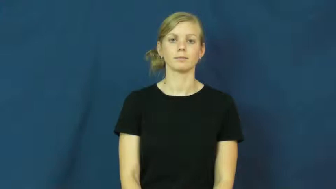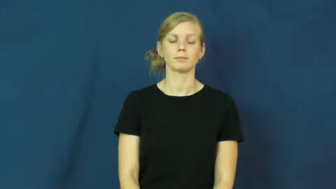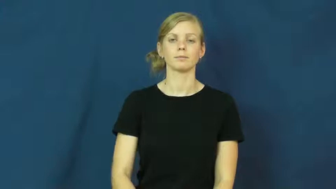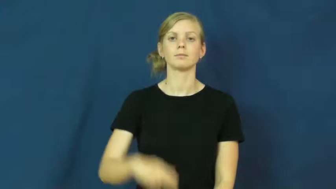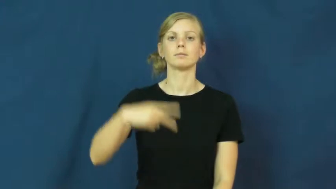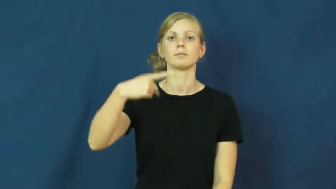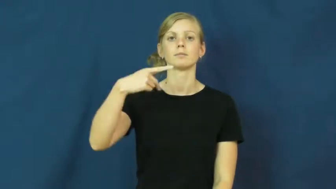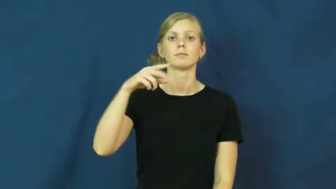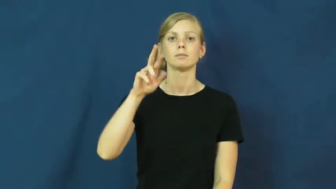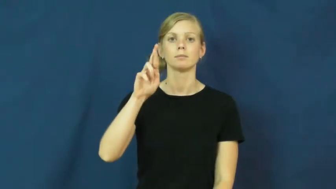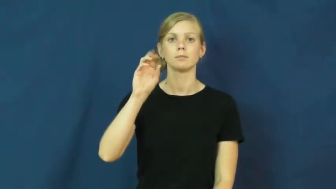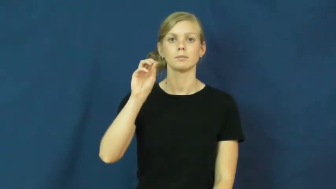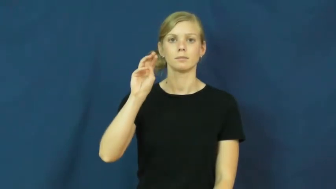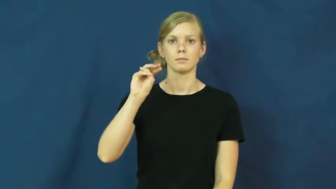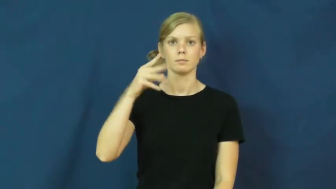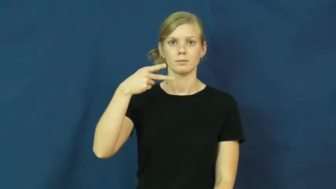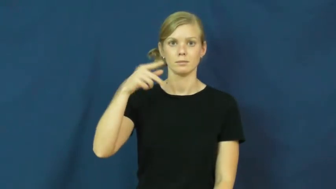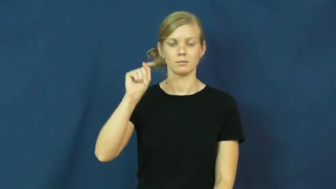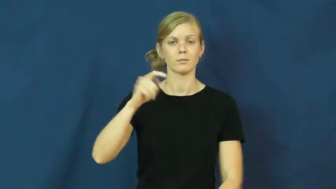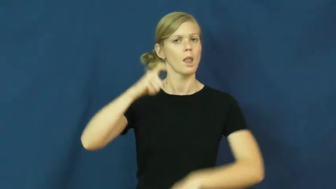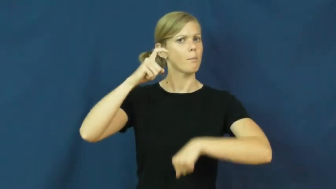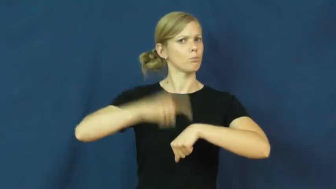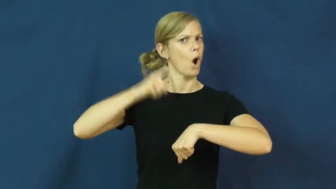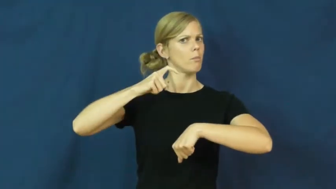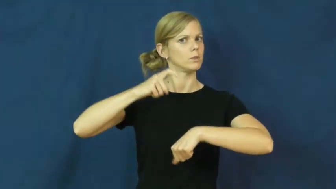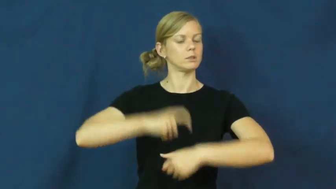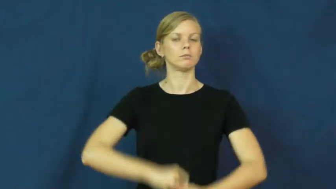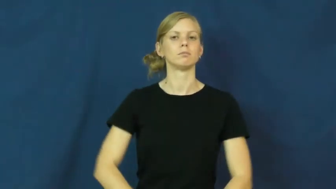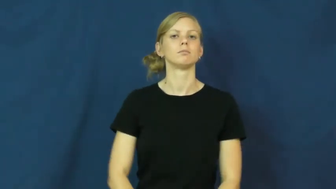prompt-time